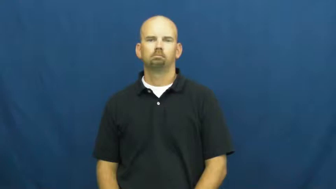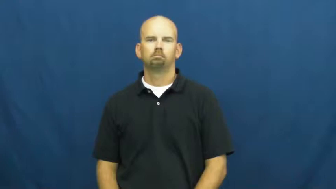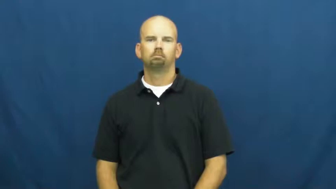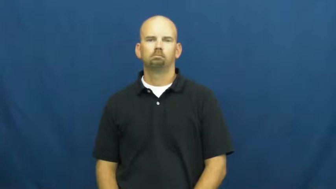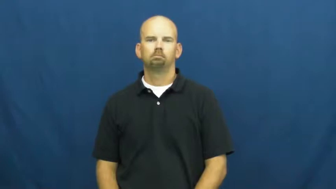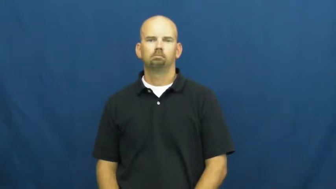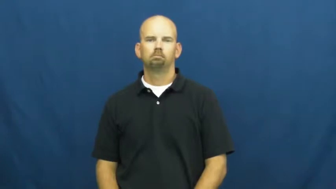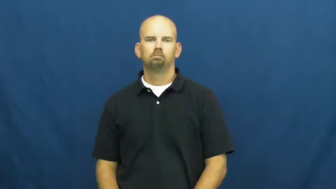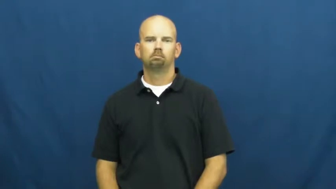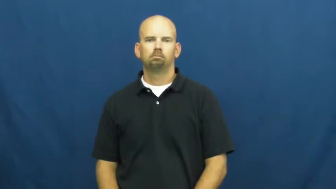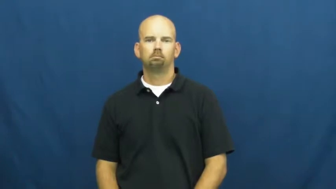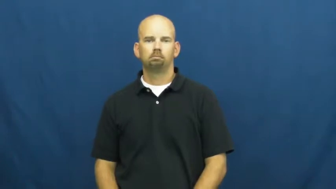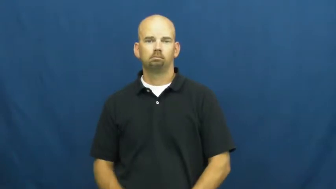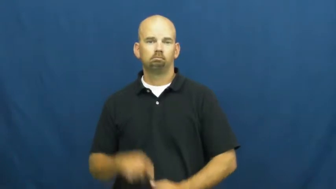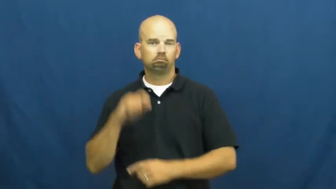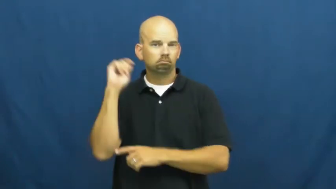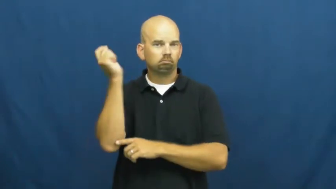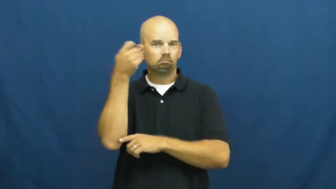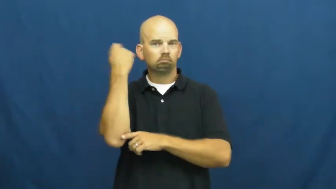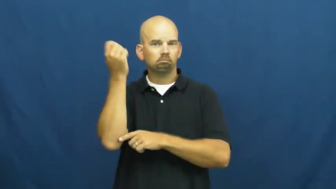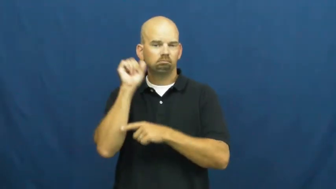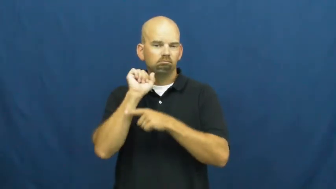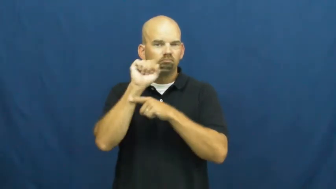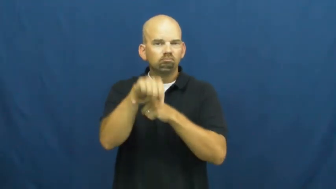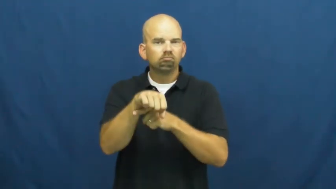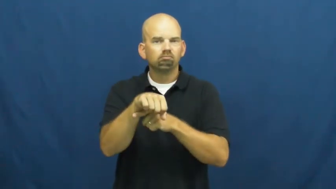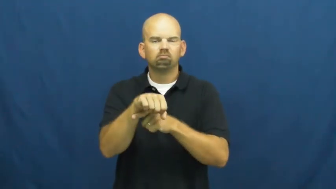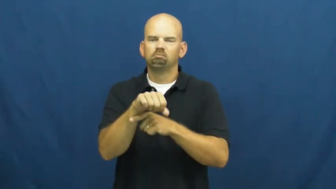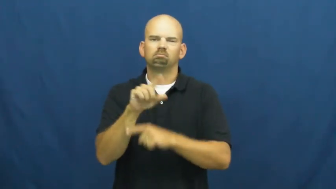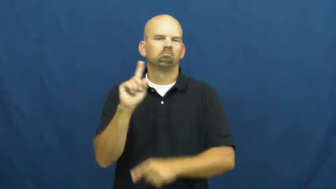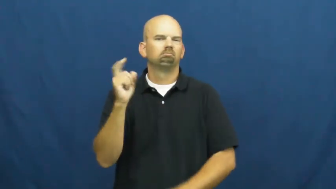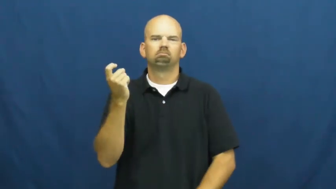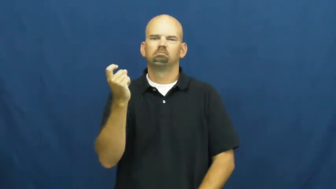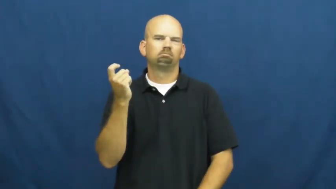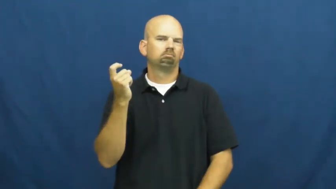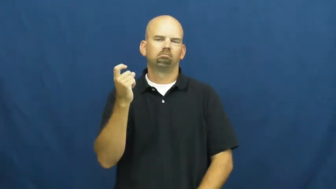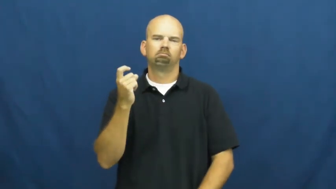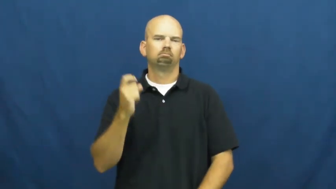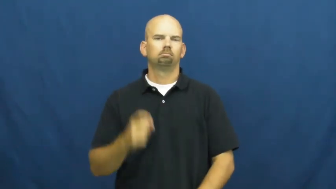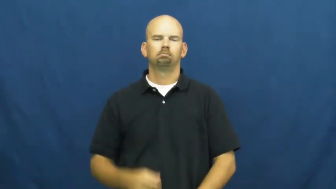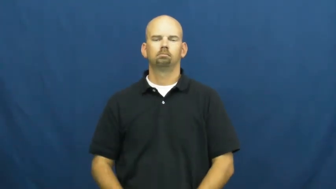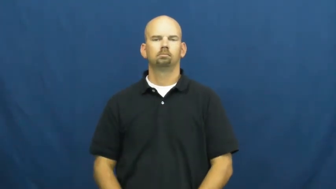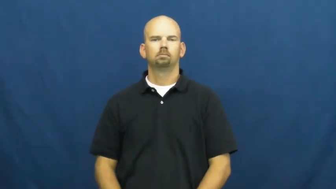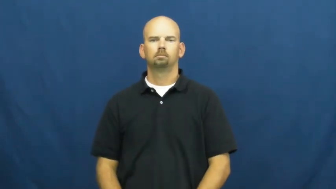unconquerable